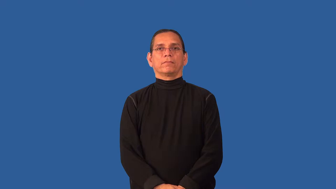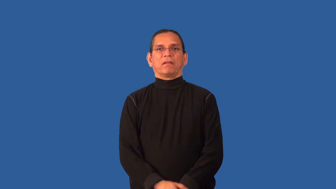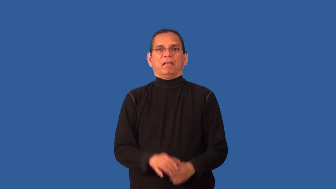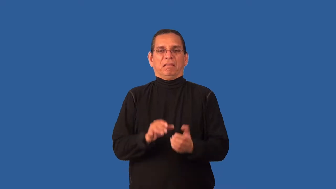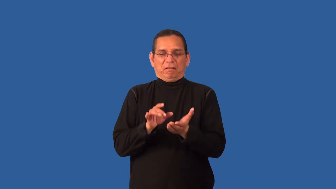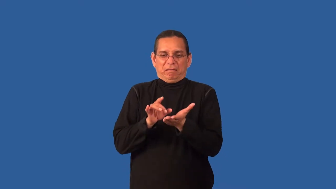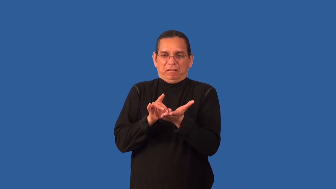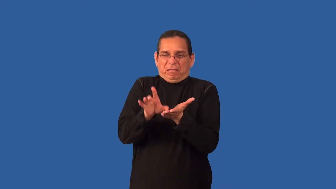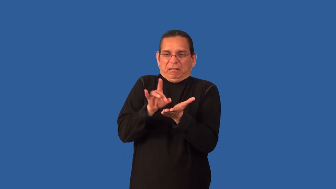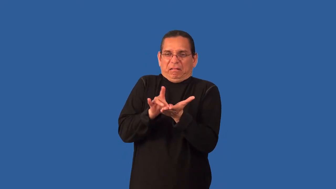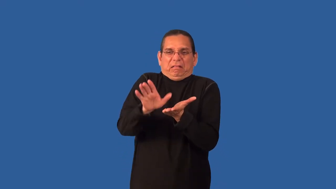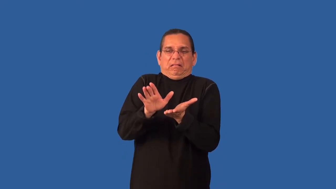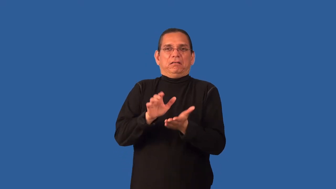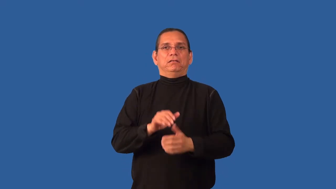picky,cavil,hairsplitting,overparticular,overprecise